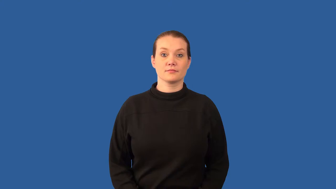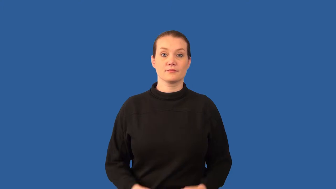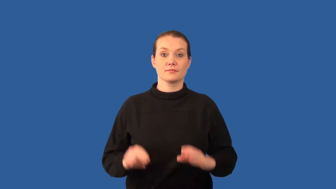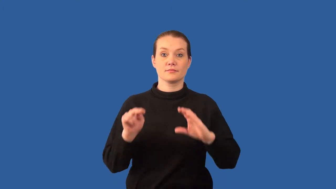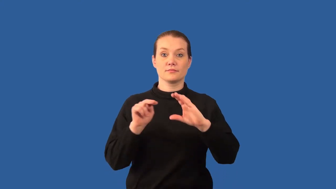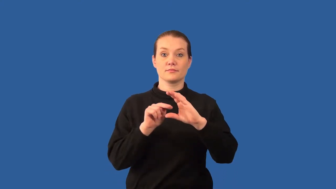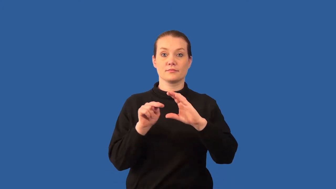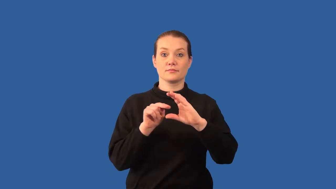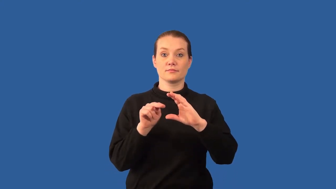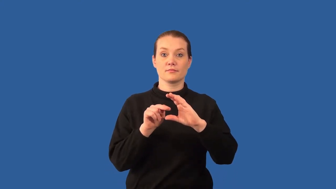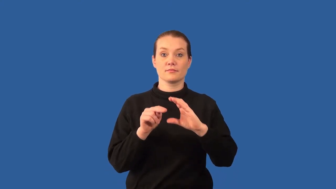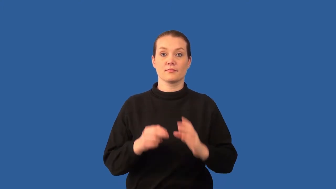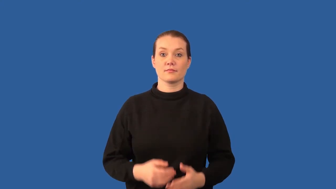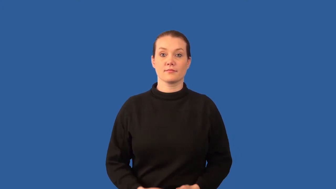neutron